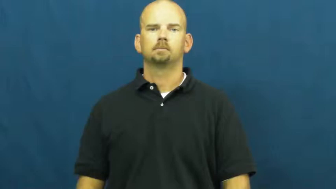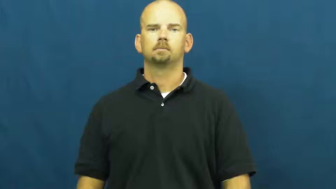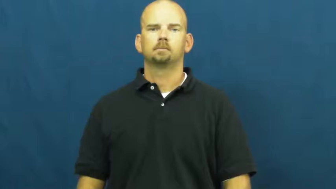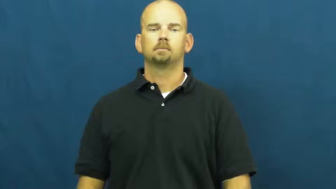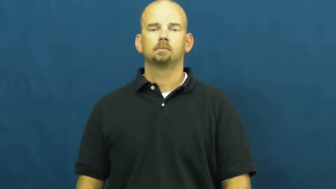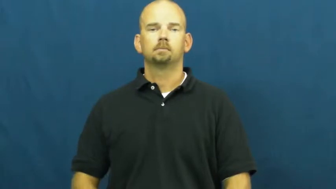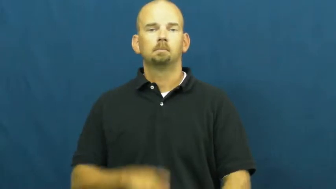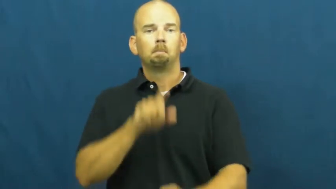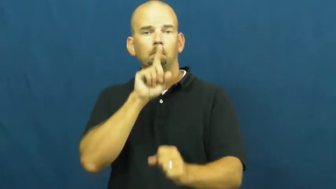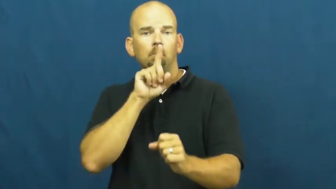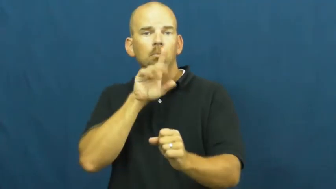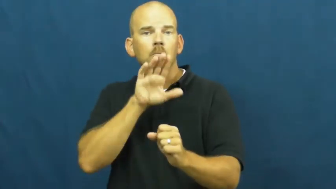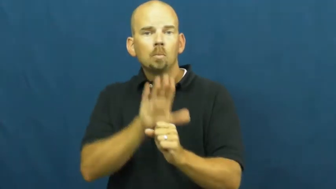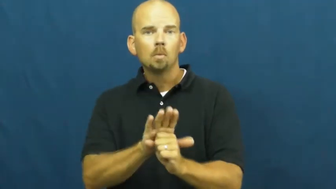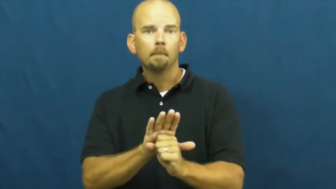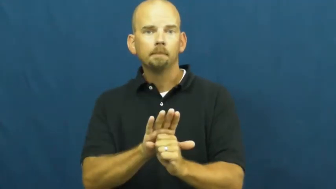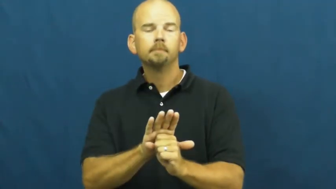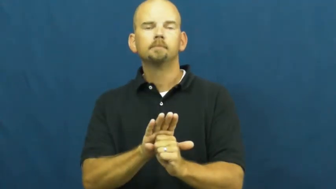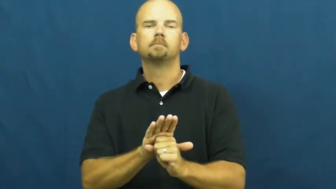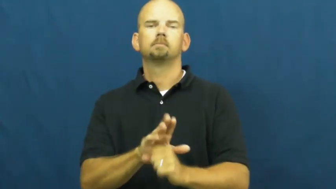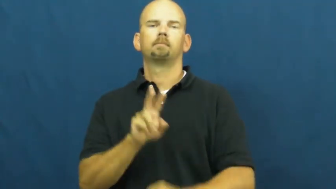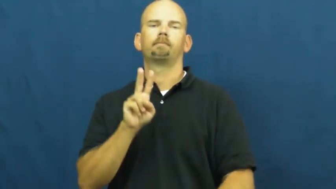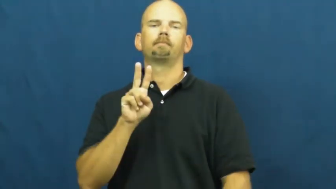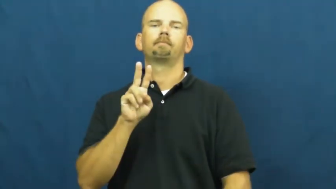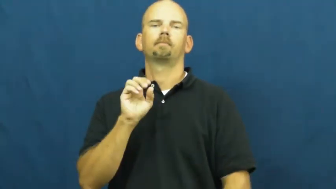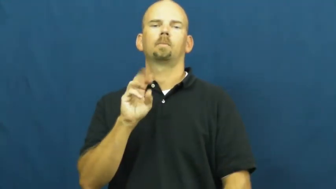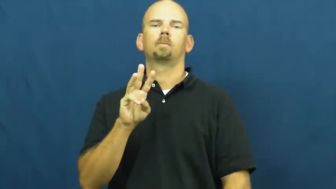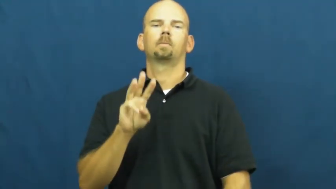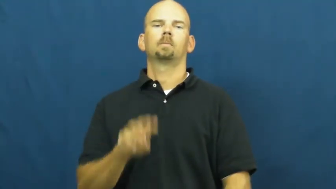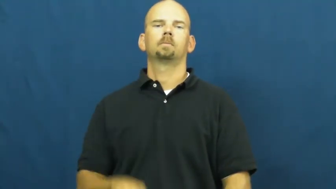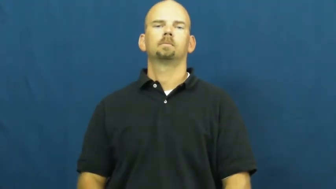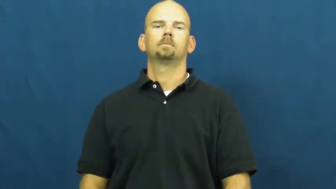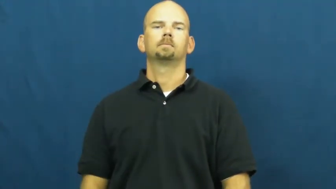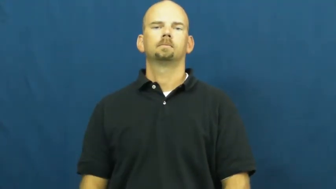vow